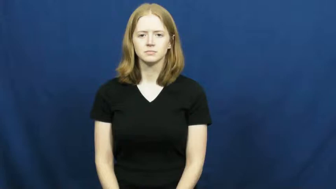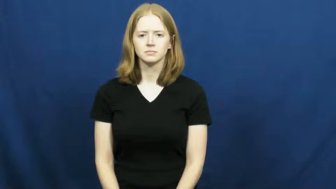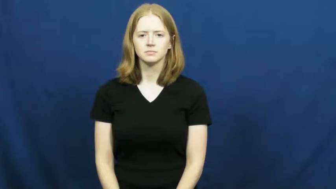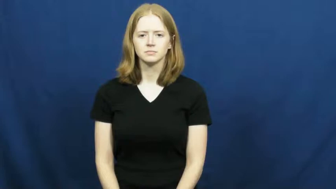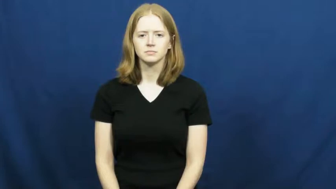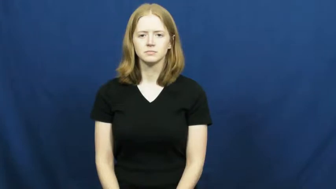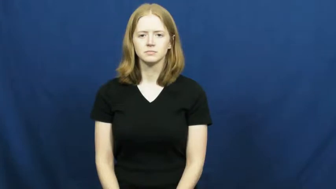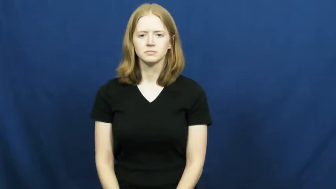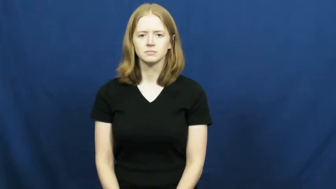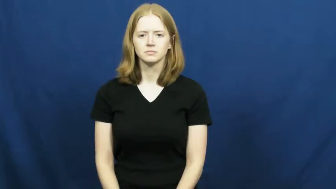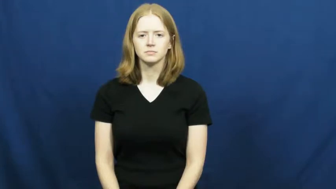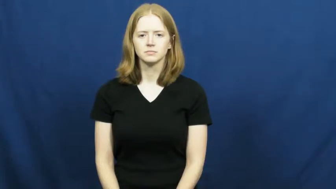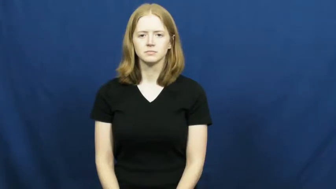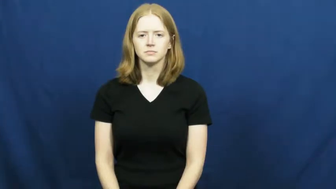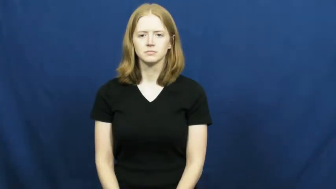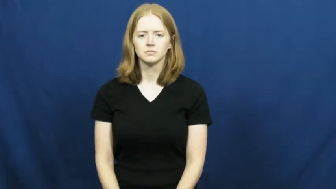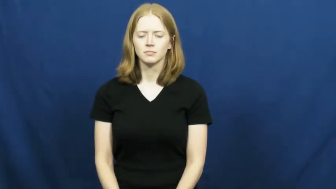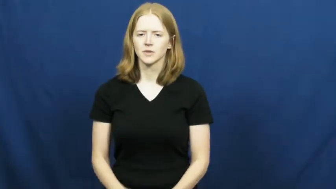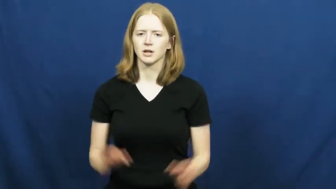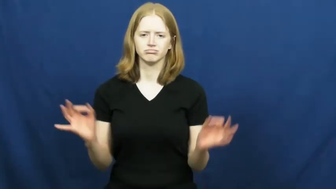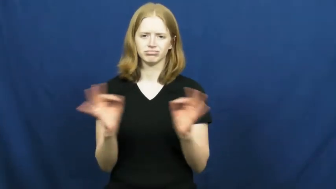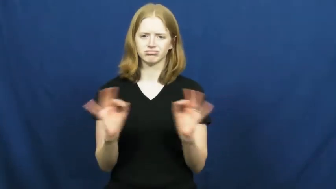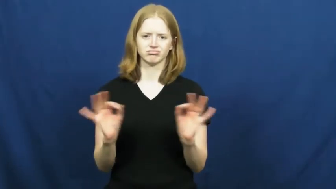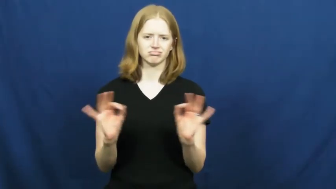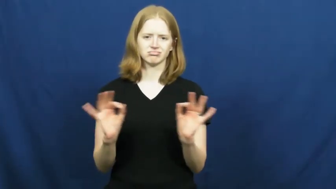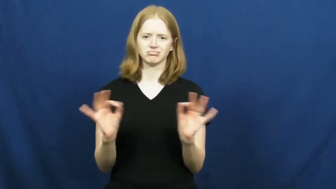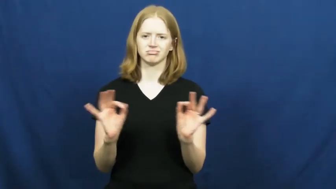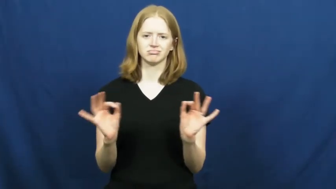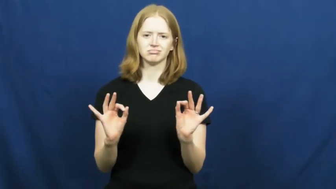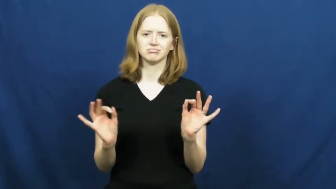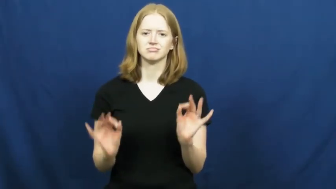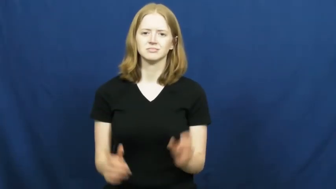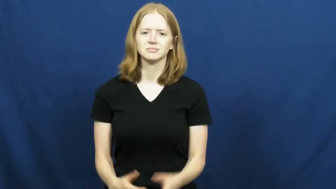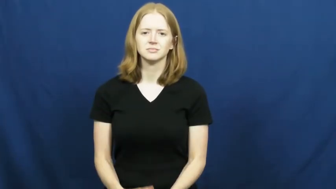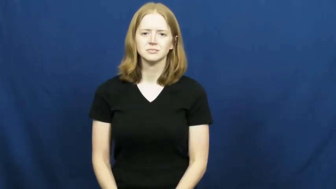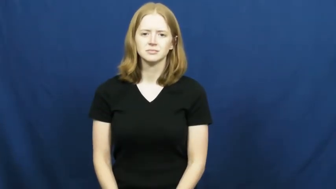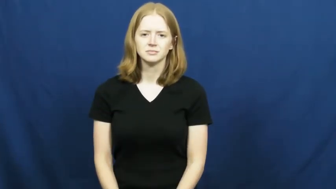negligible